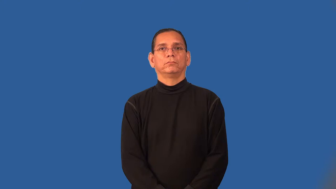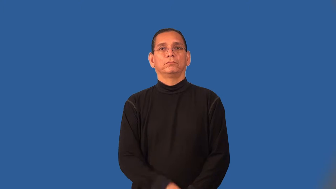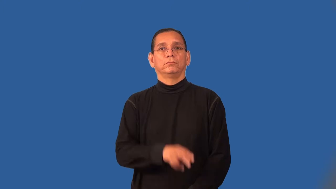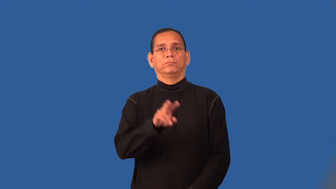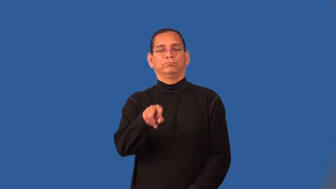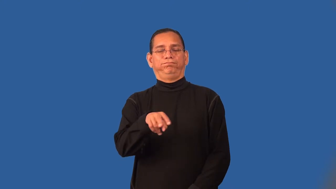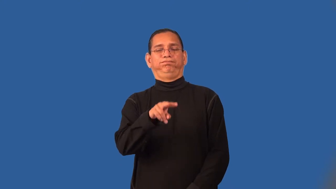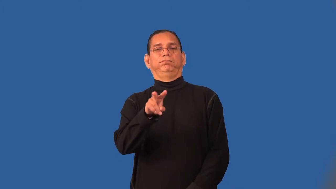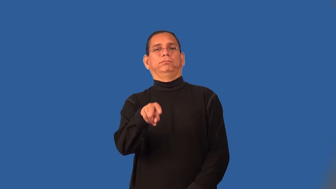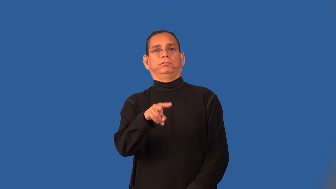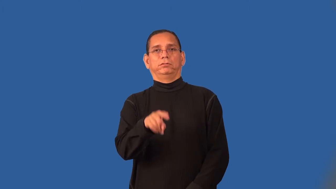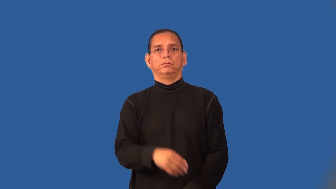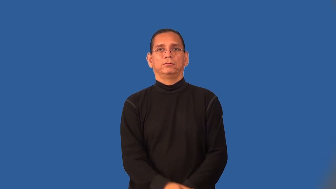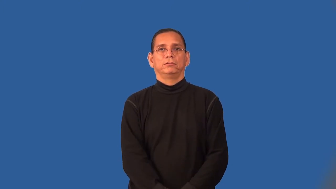sardonic